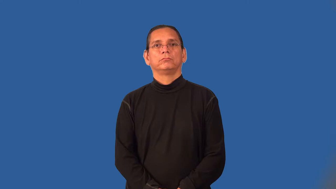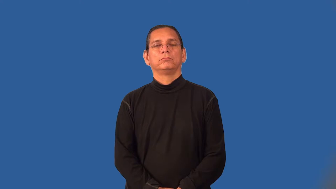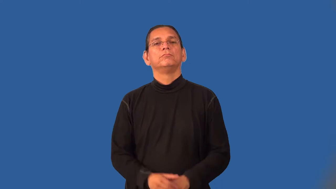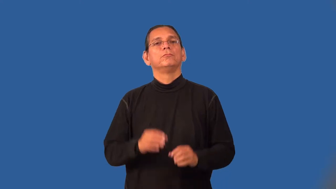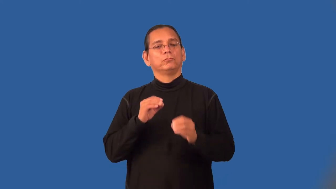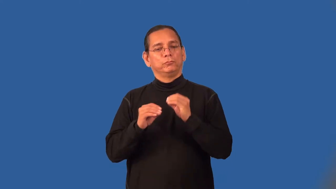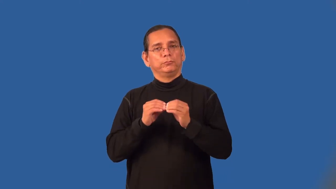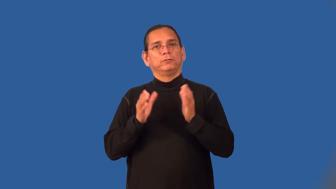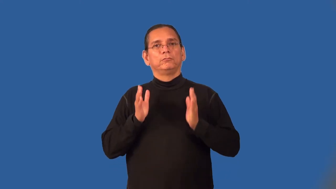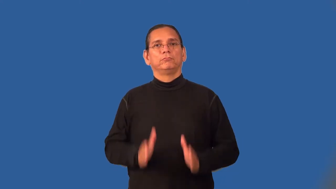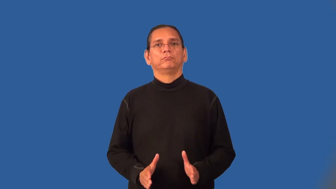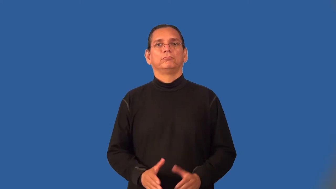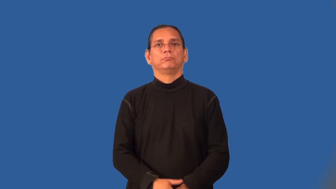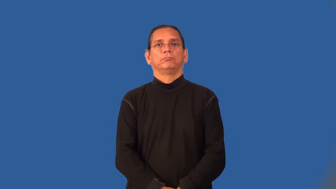repairman,fixer,technician,wright